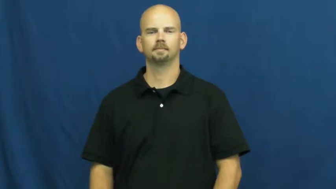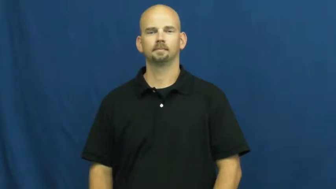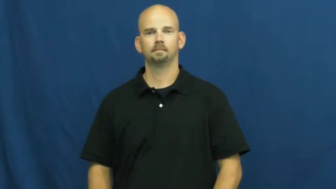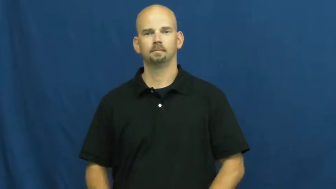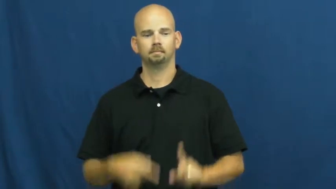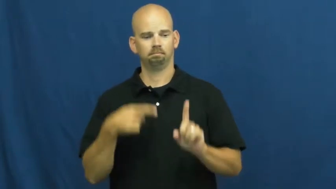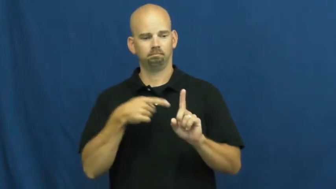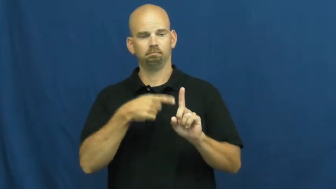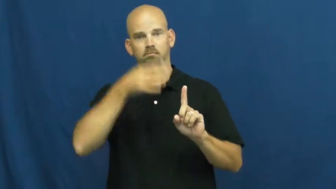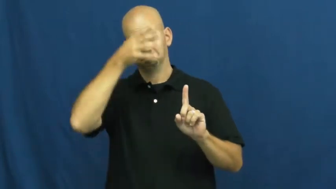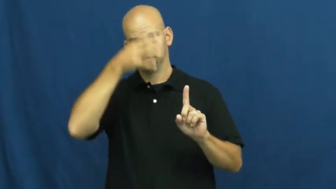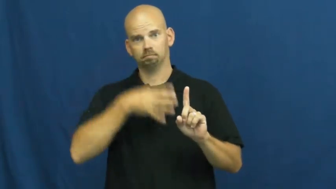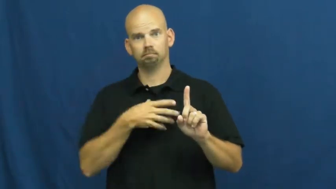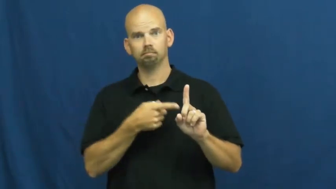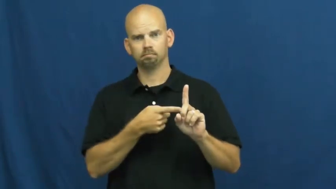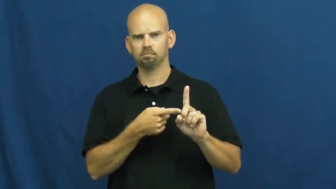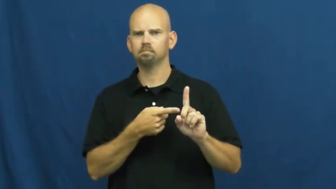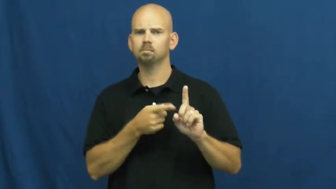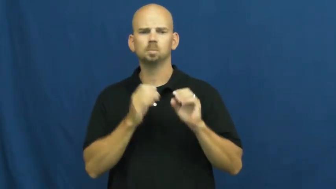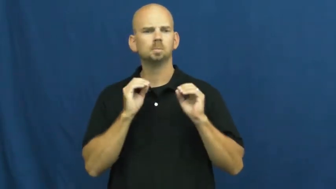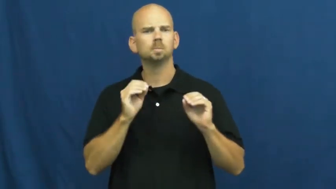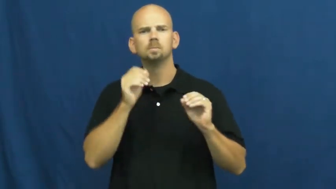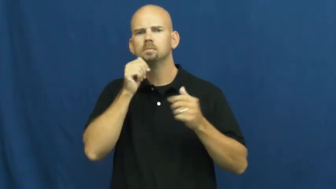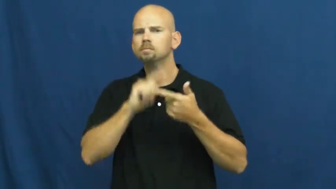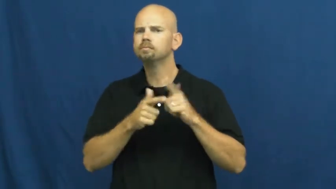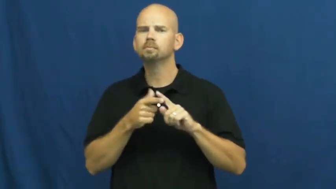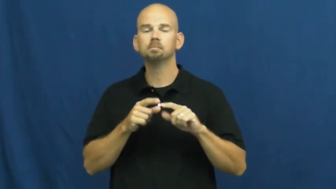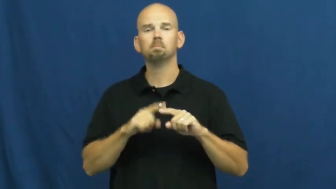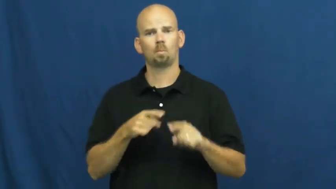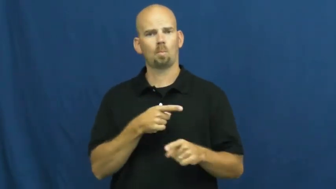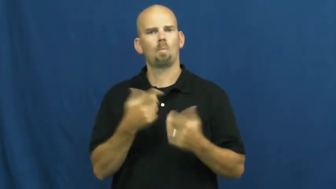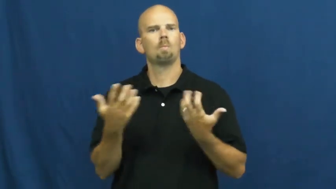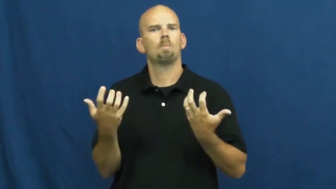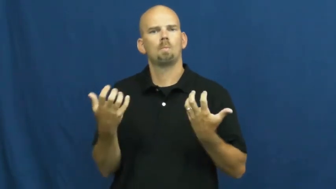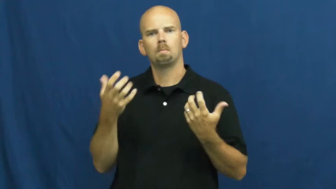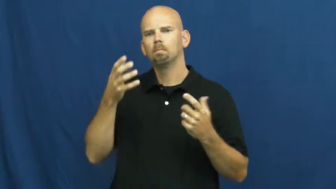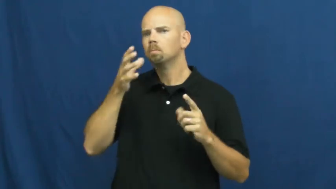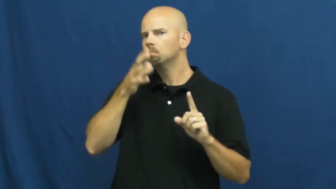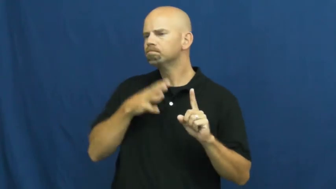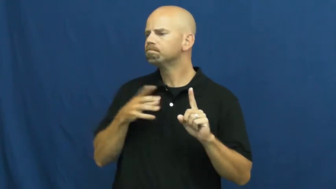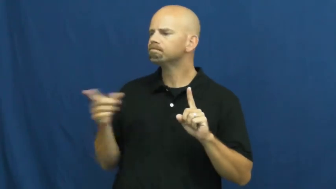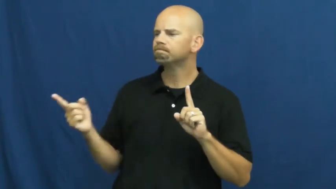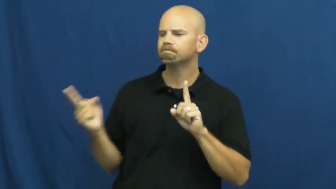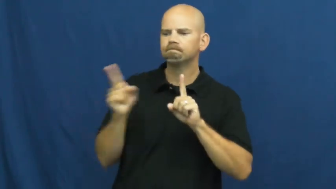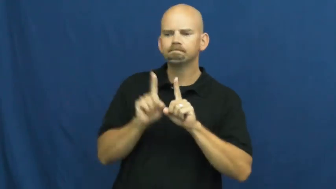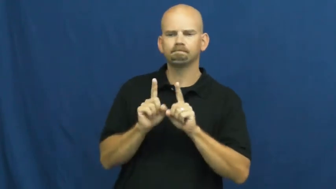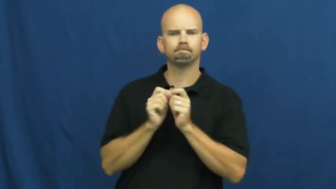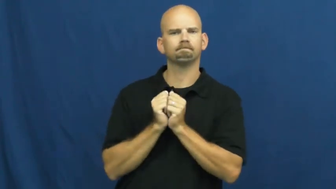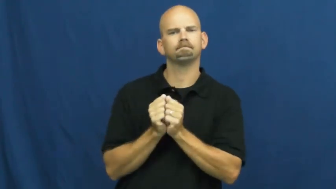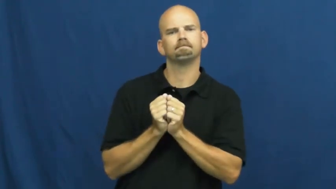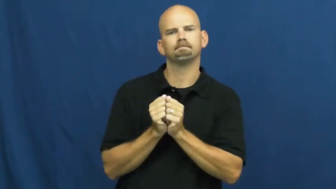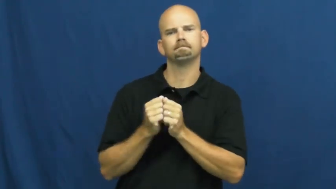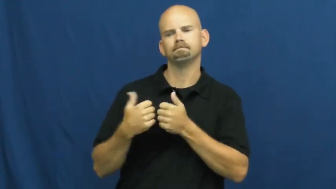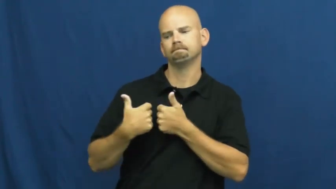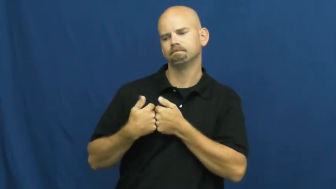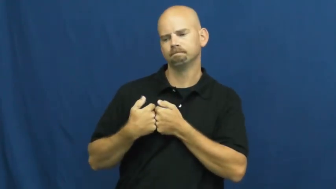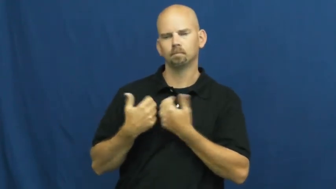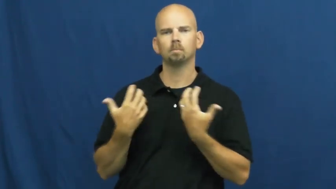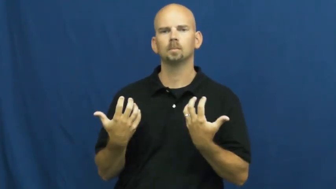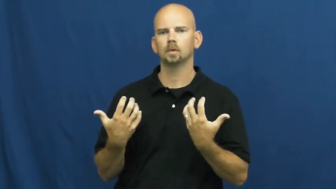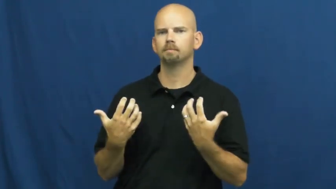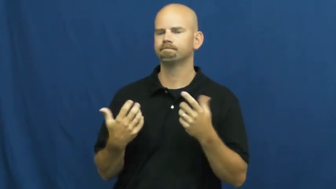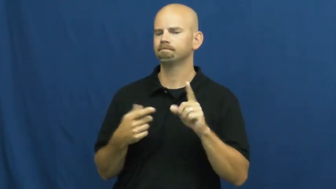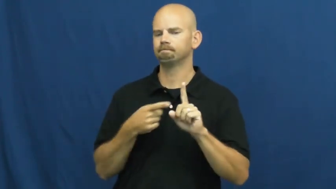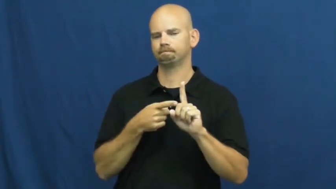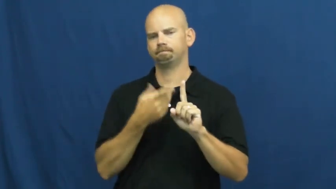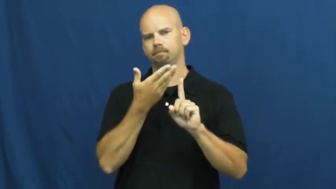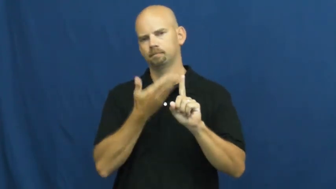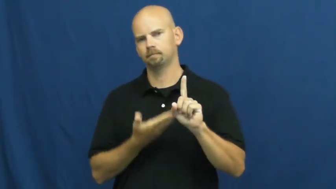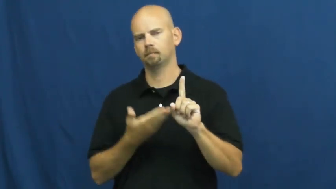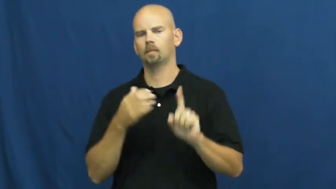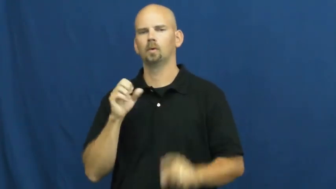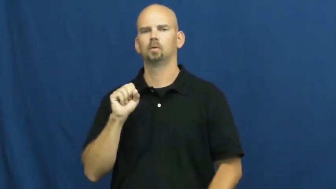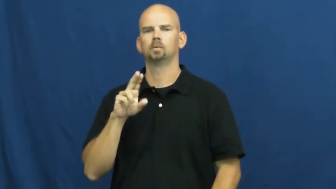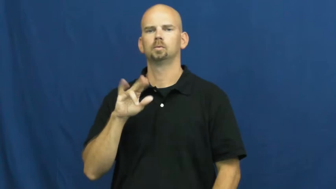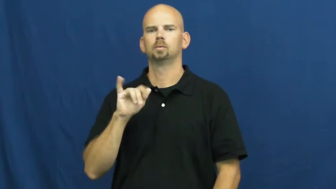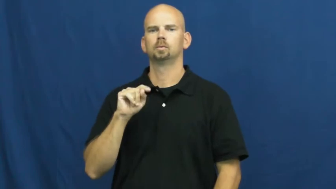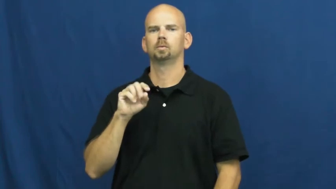suitor